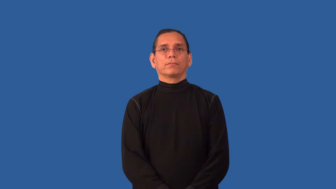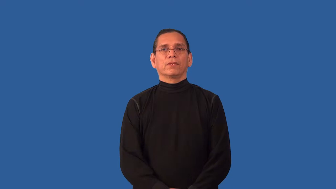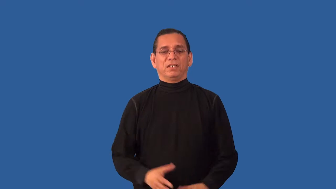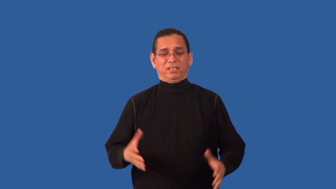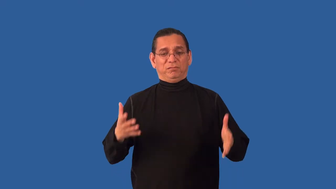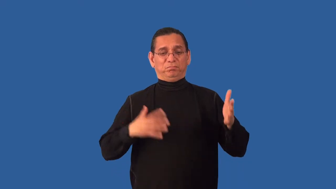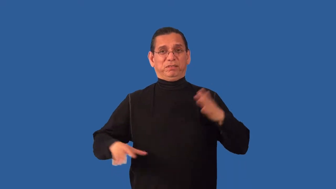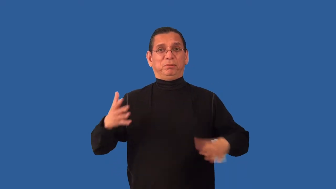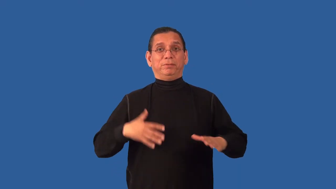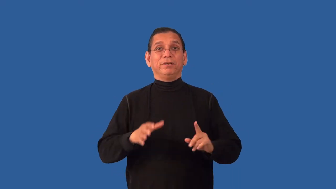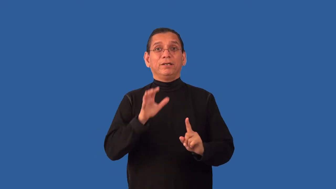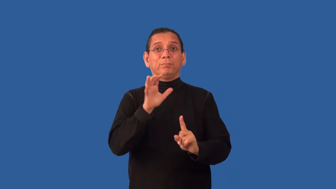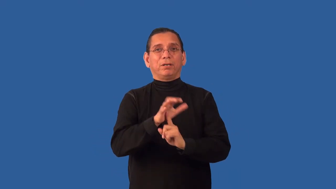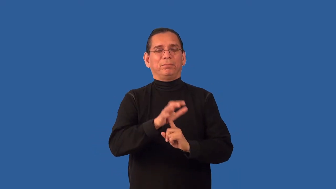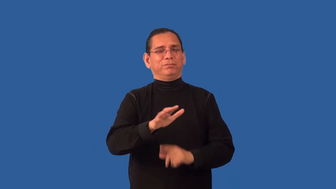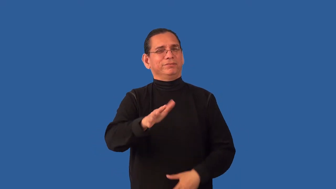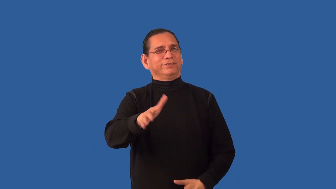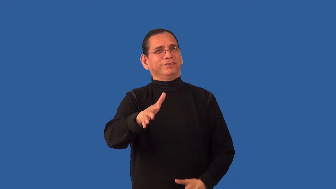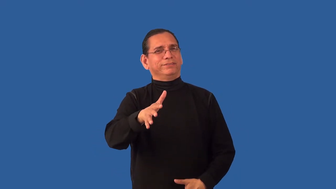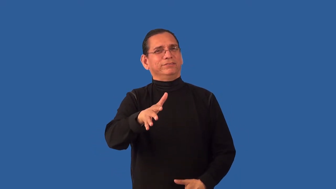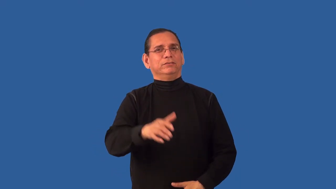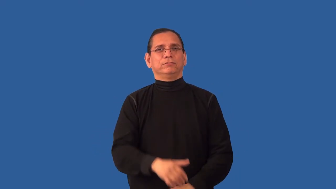unfashionable,dodo,unstylish